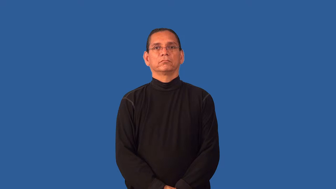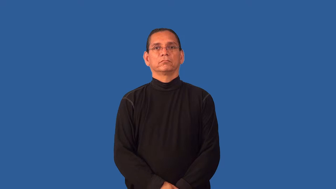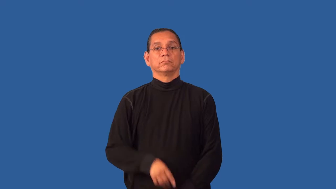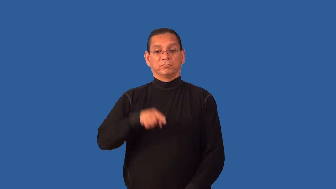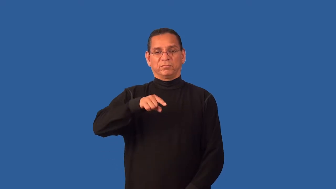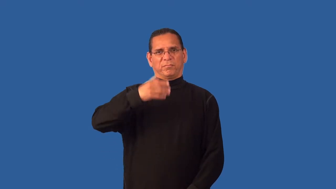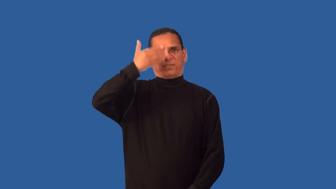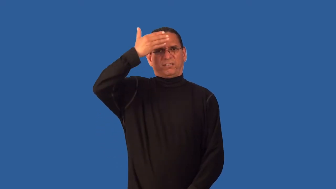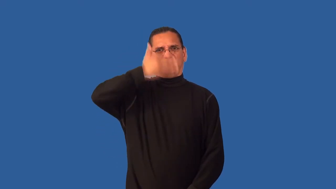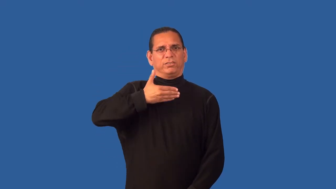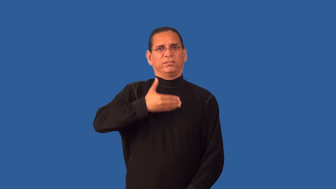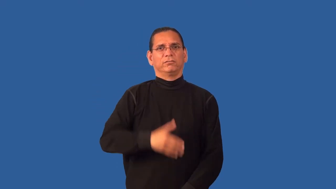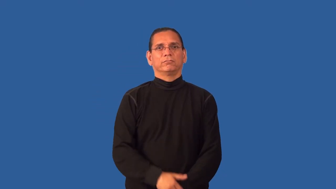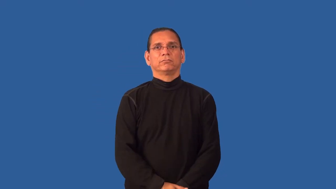forefront